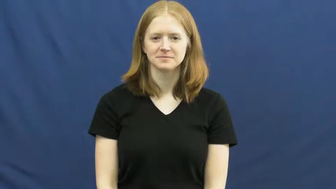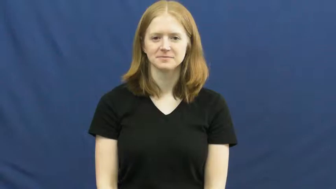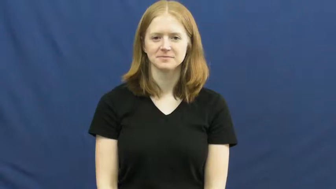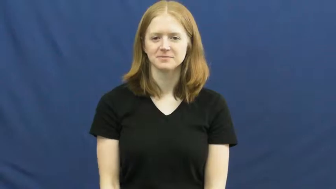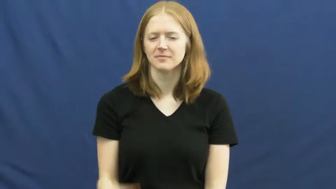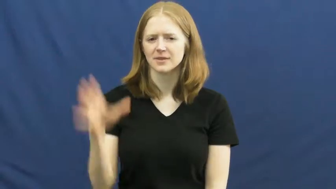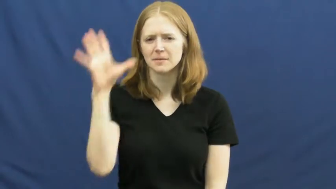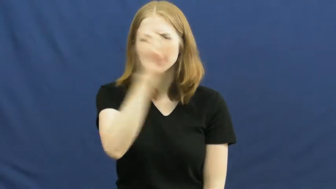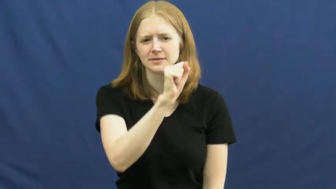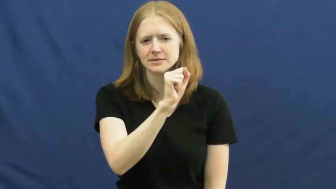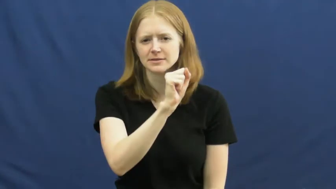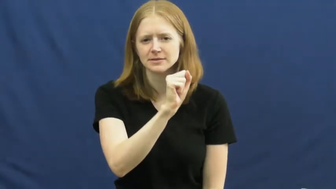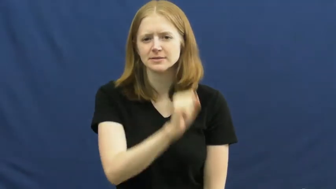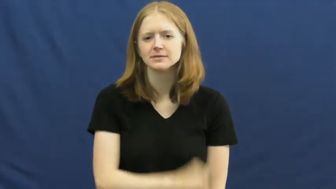miss-not get